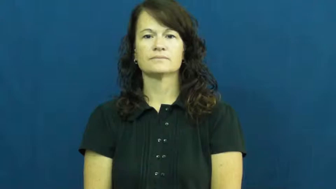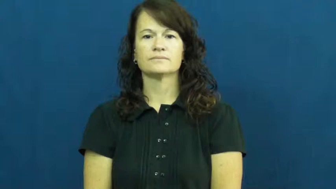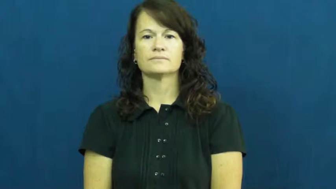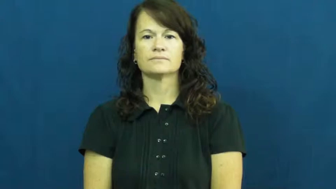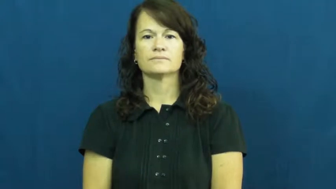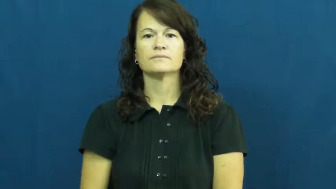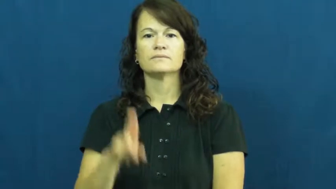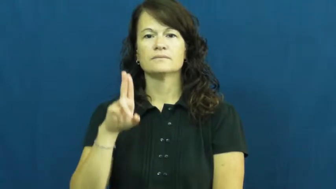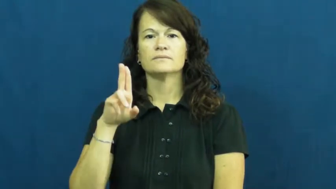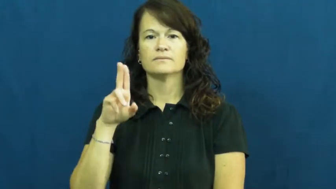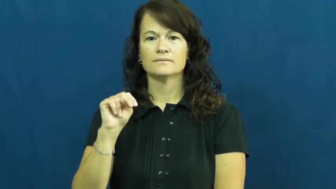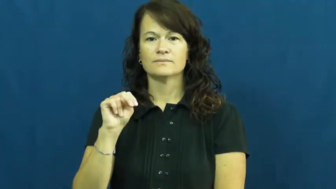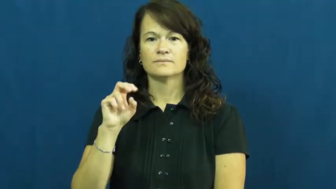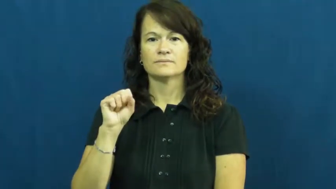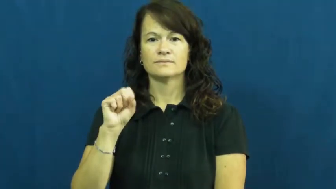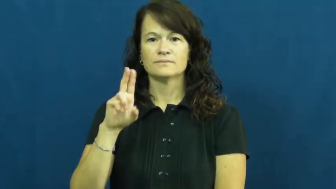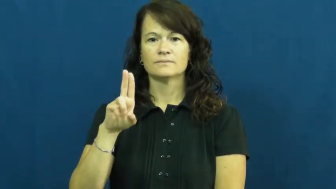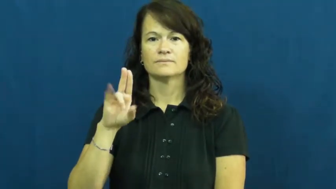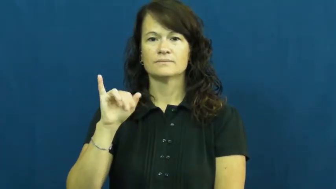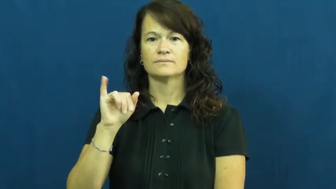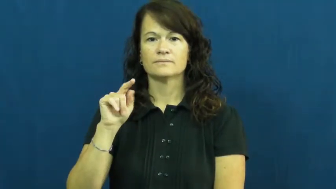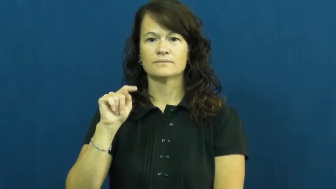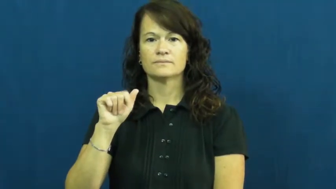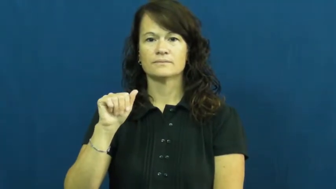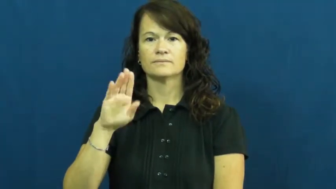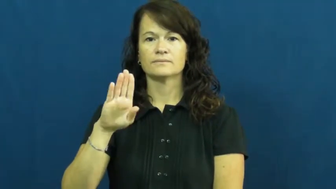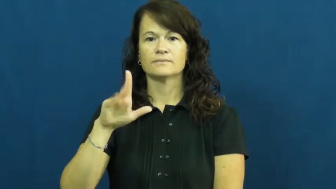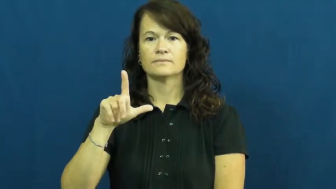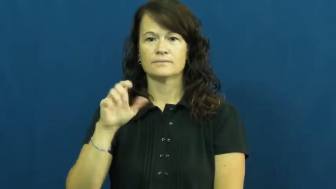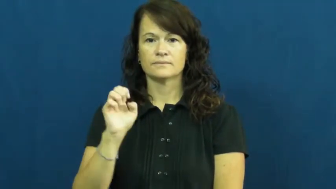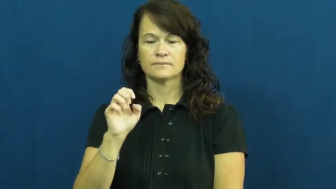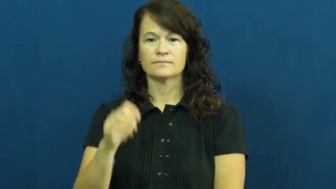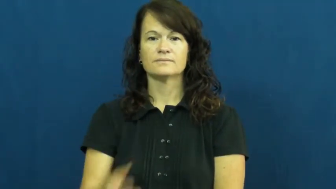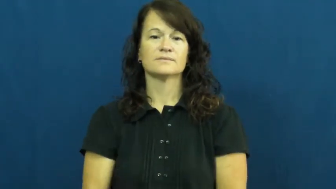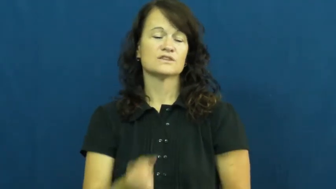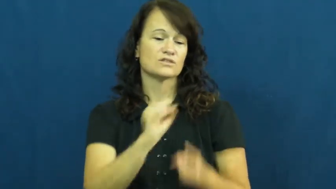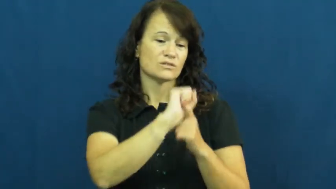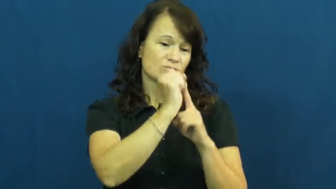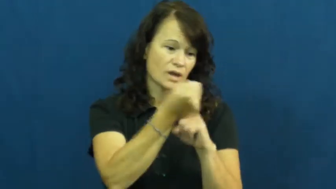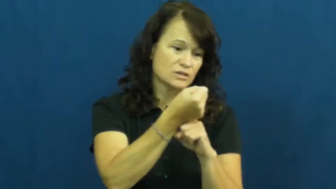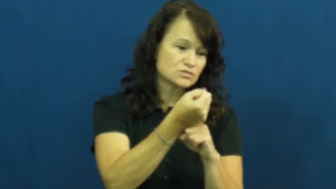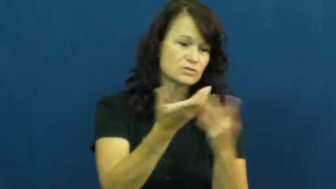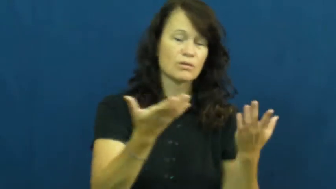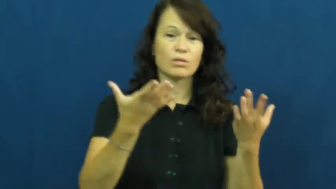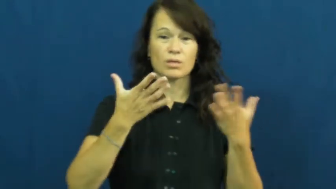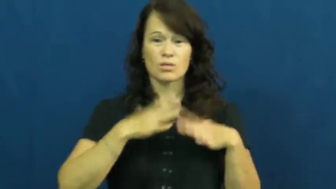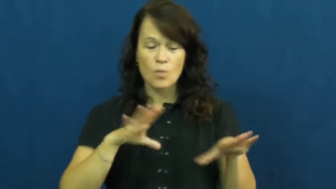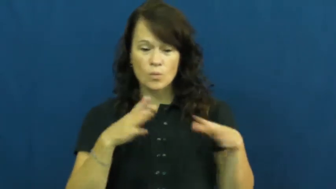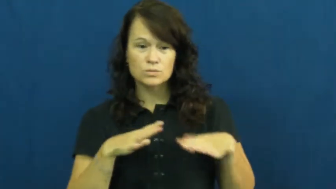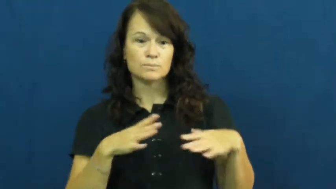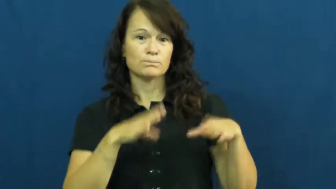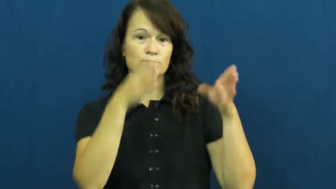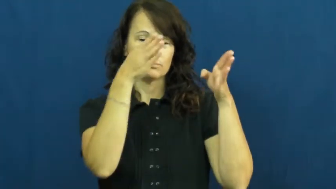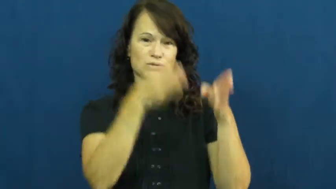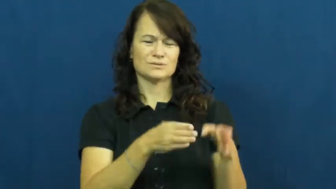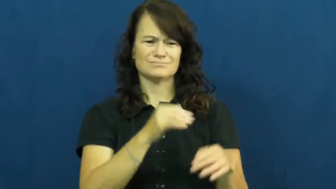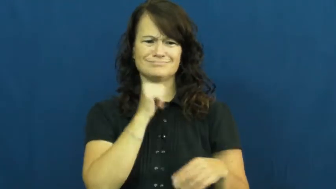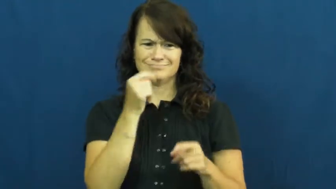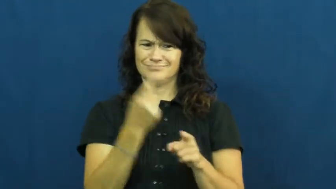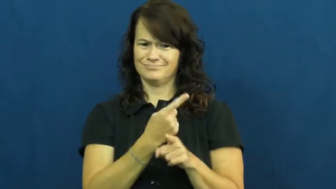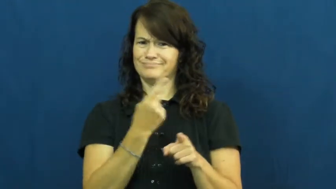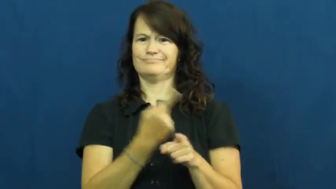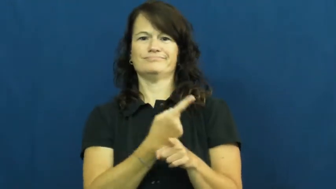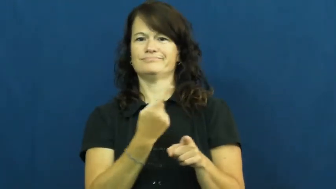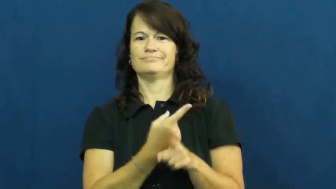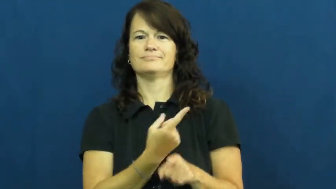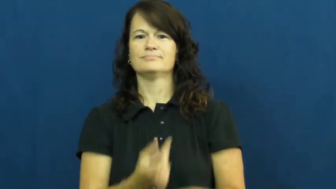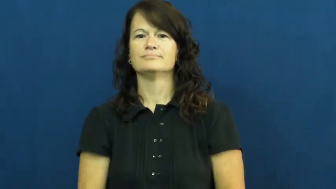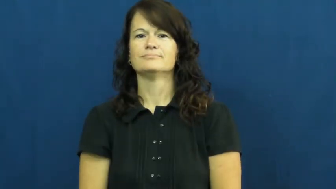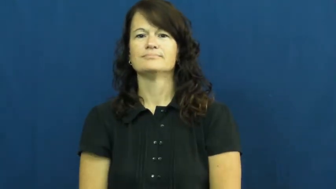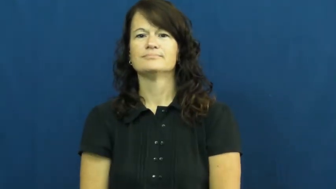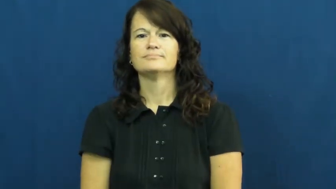unsuitable